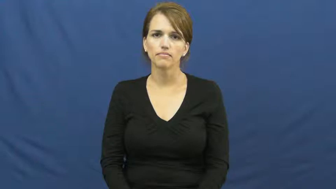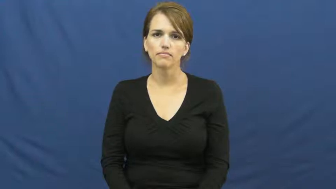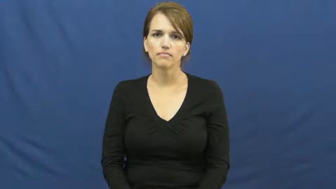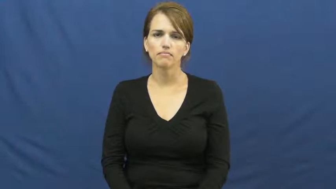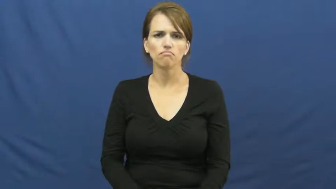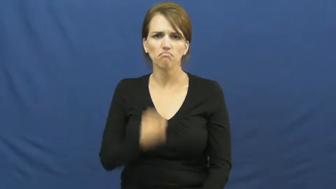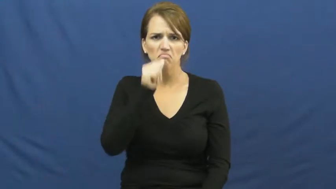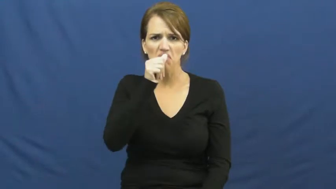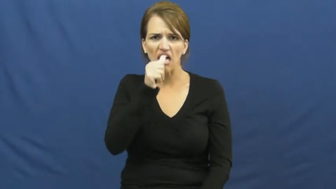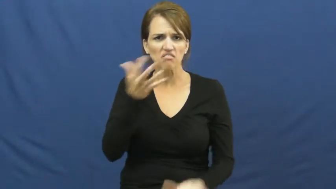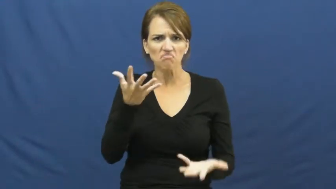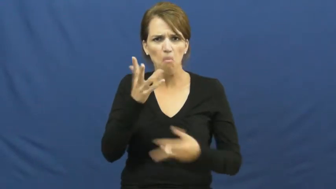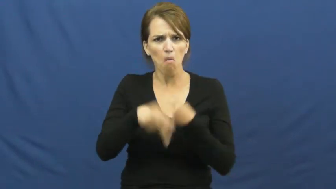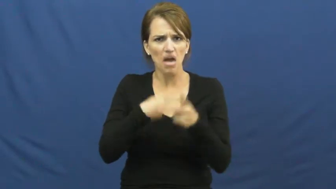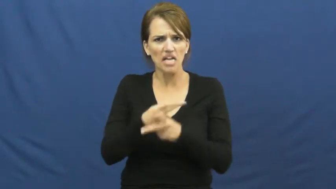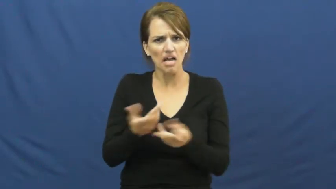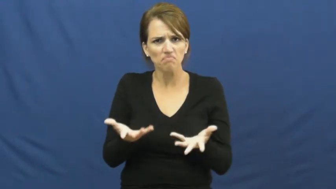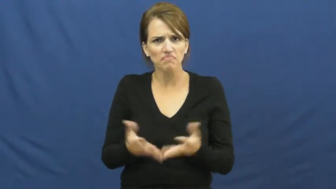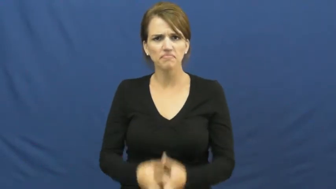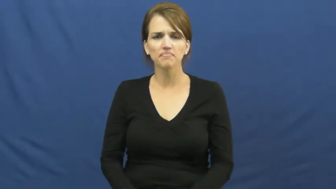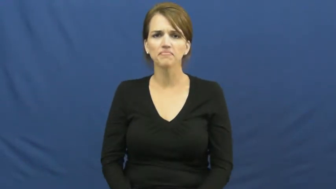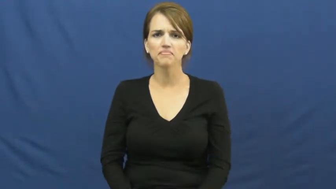kind of nut